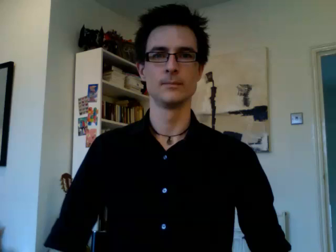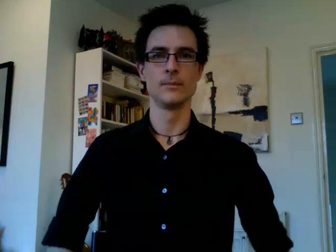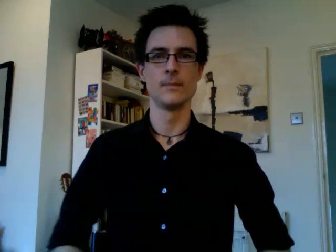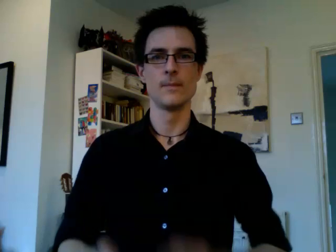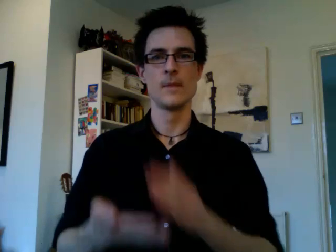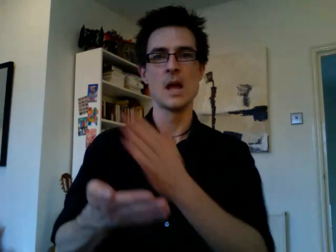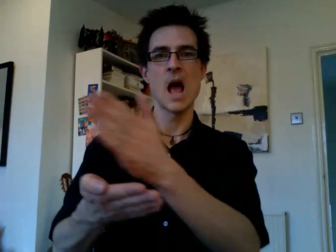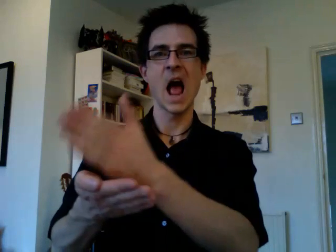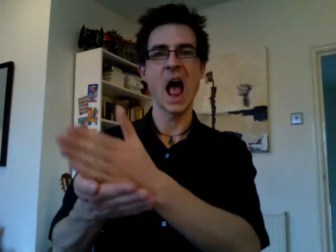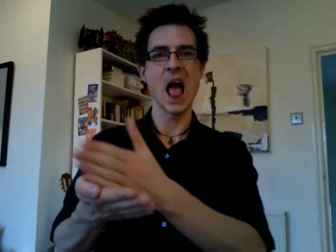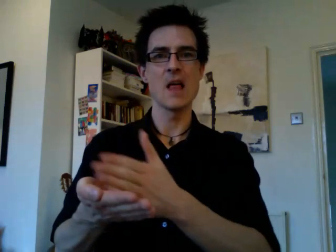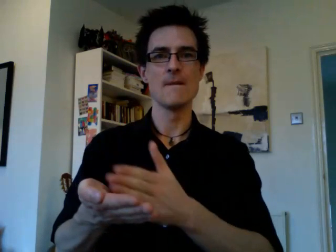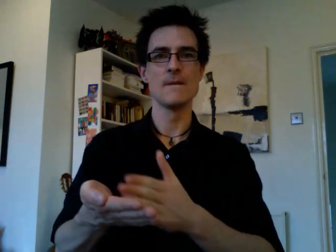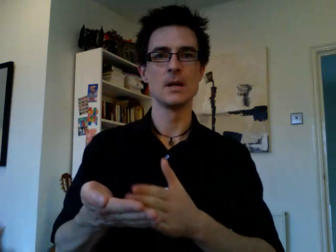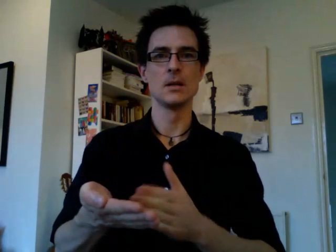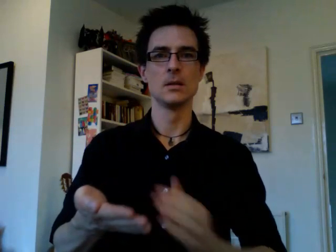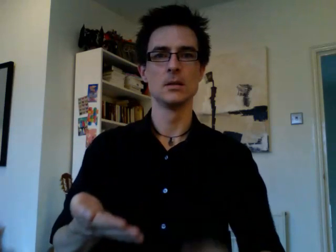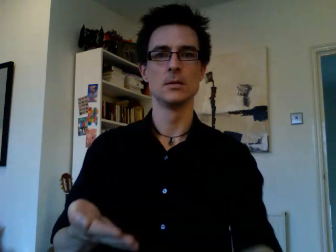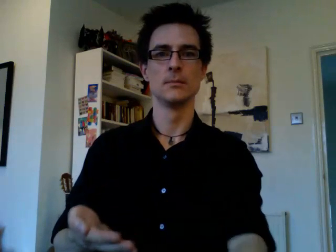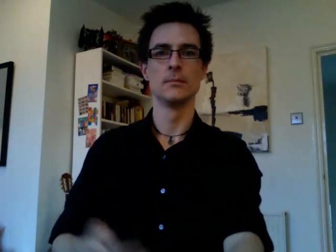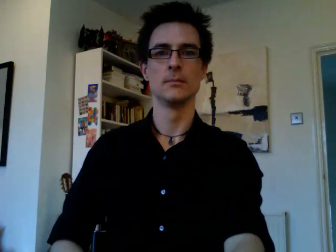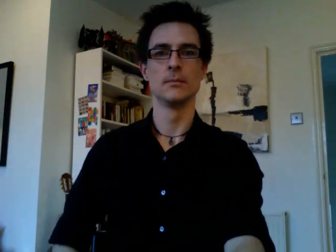half